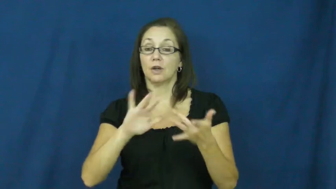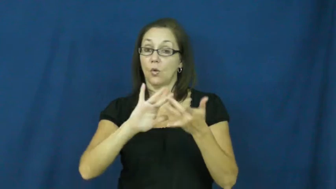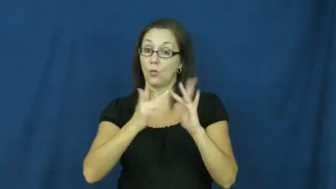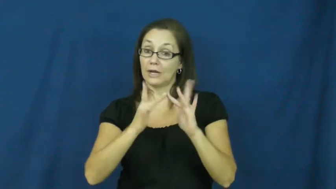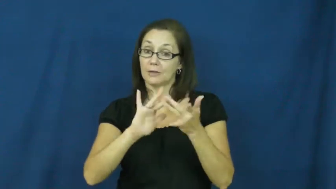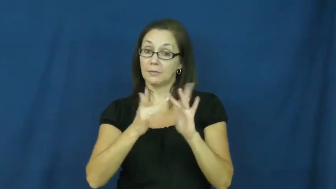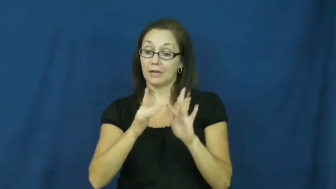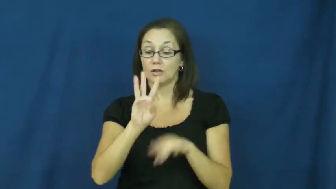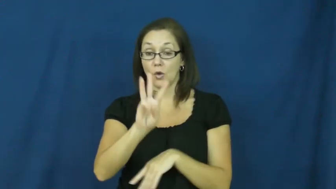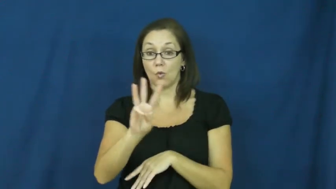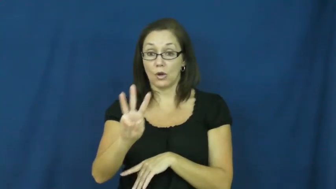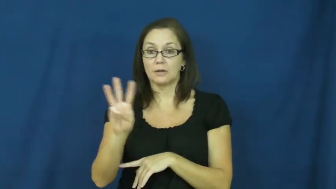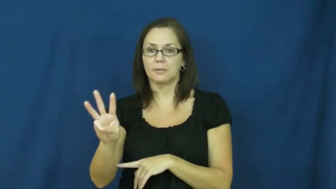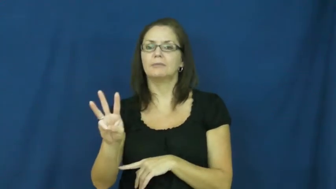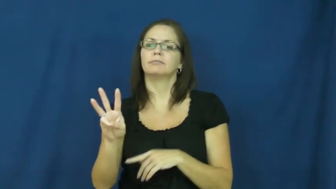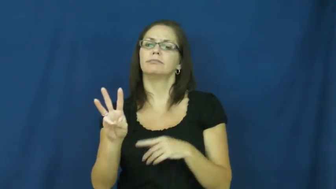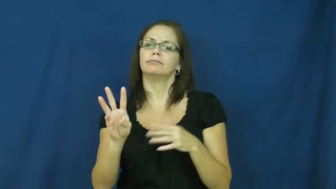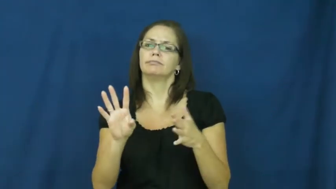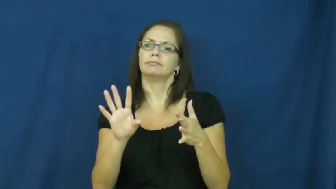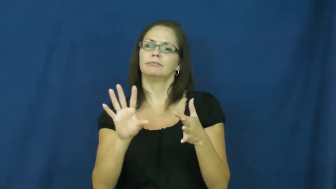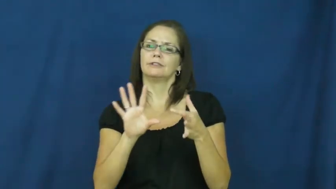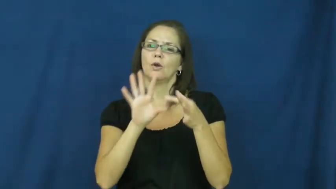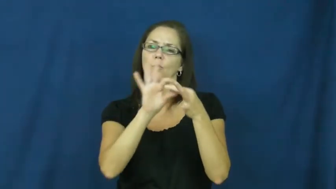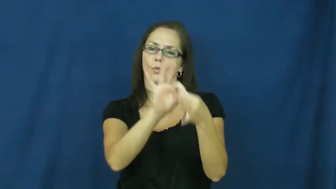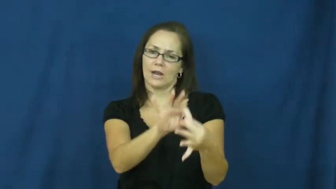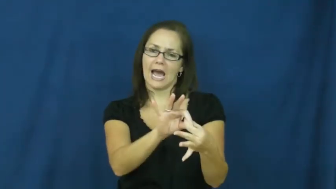bookmark,link